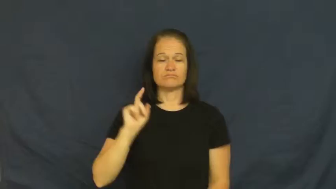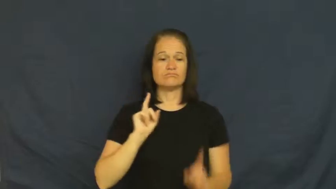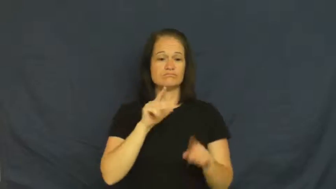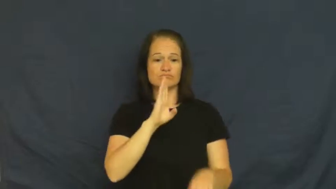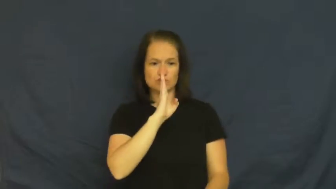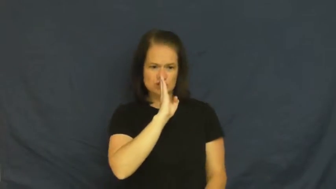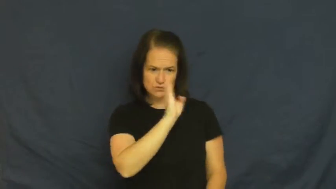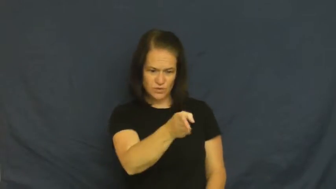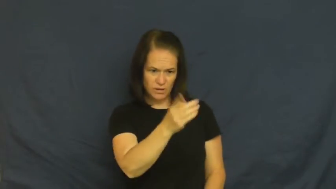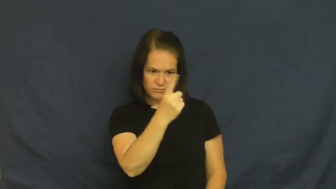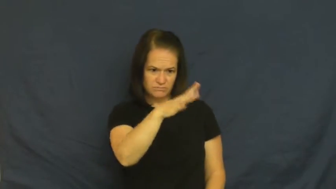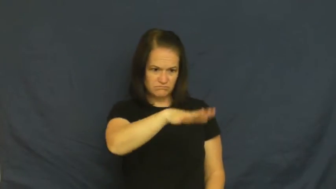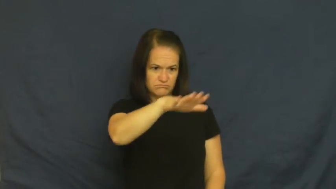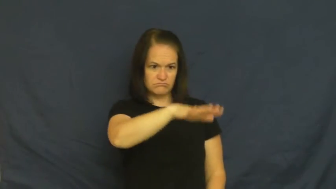direct,beeline-straight